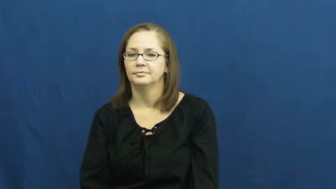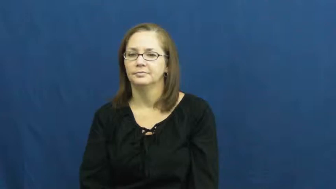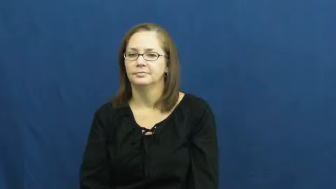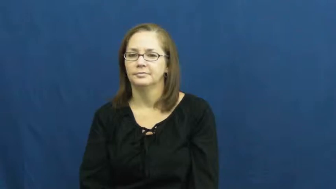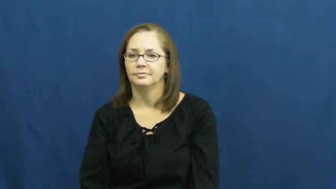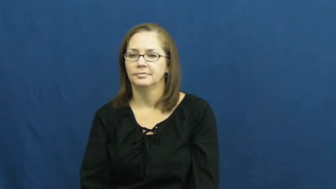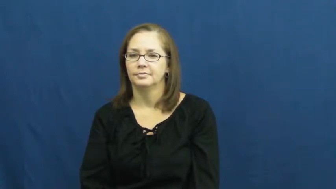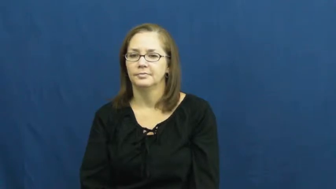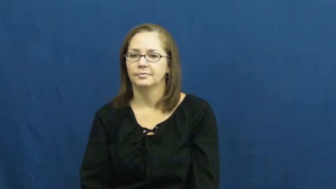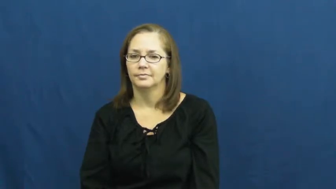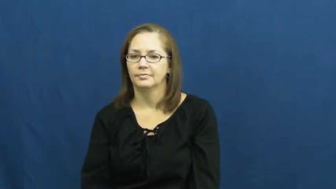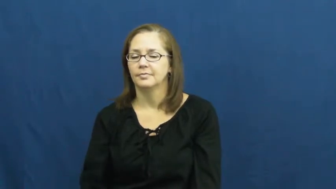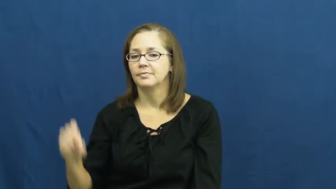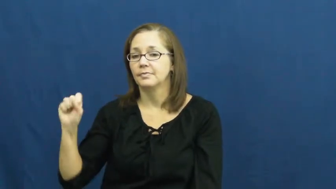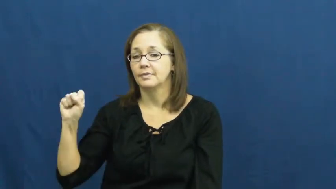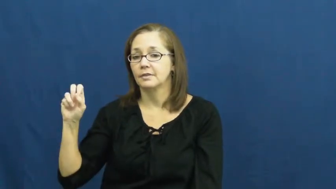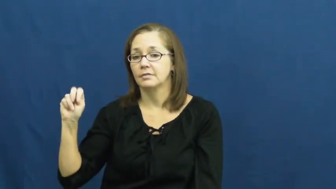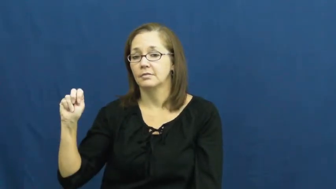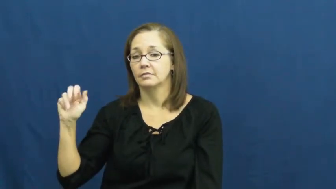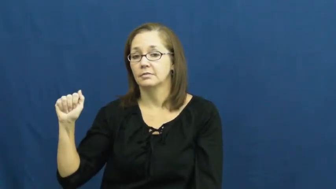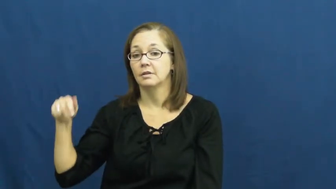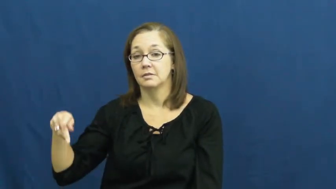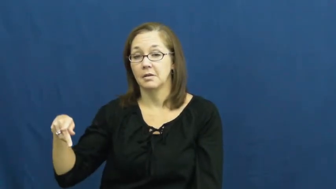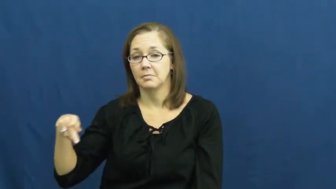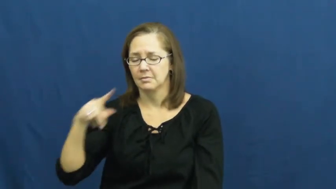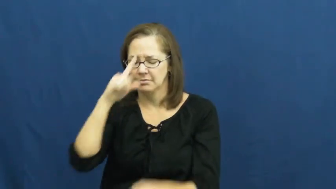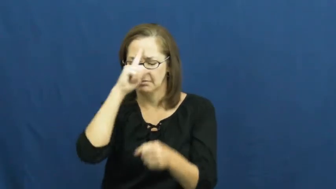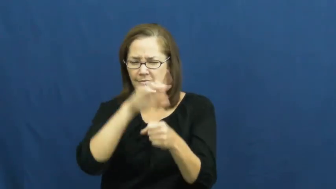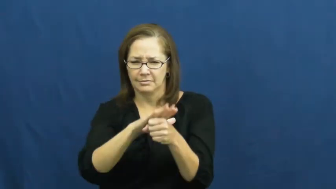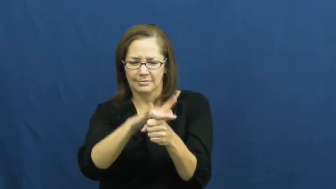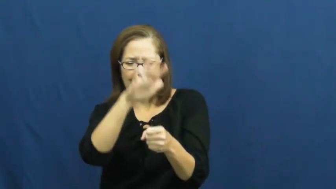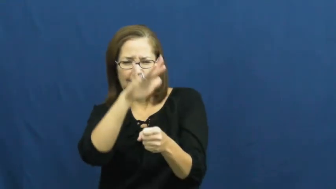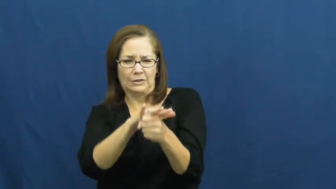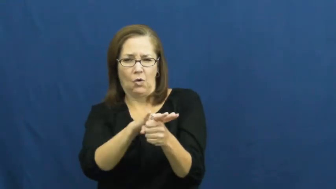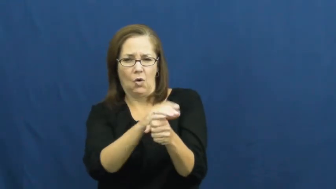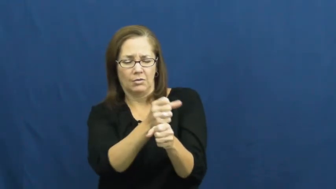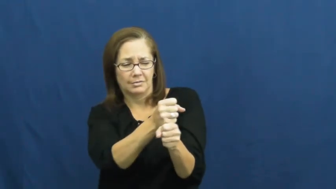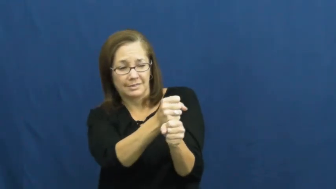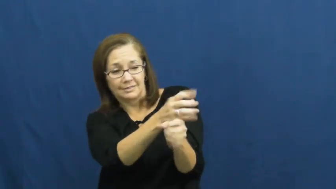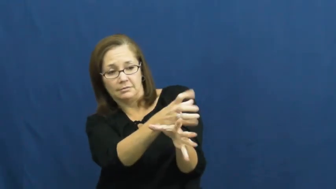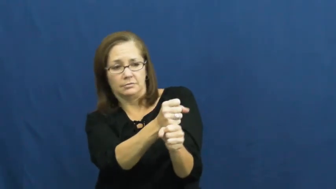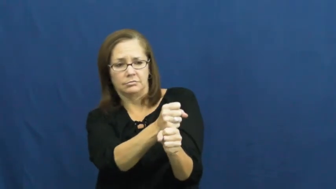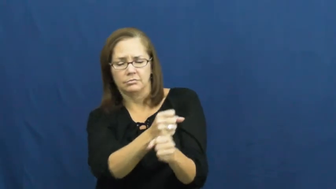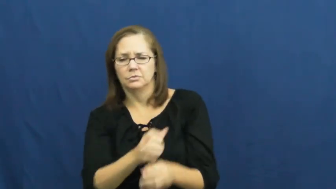snap-bawl